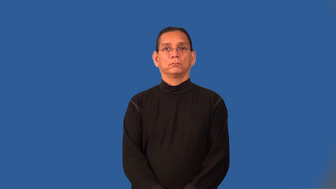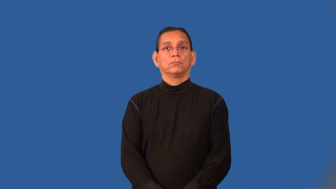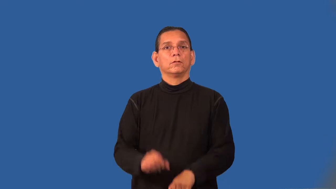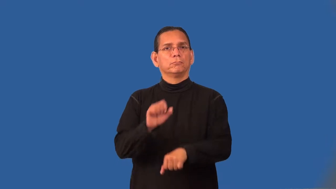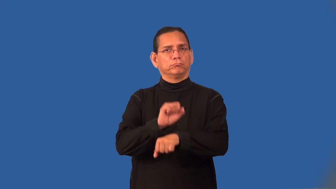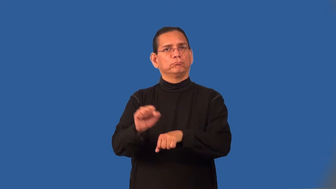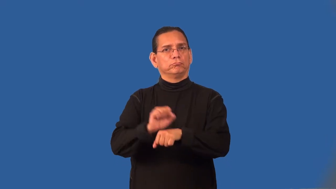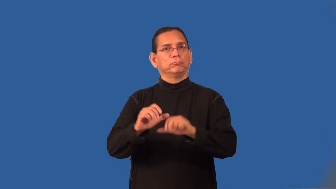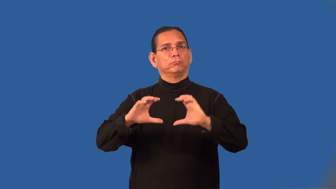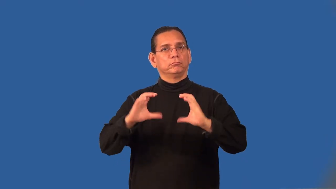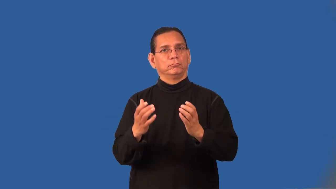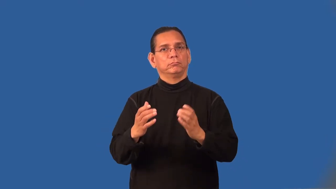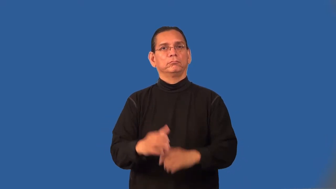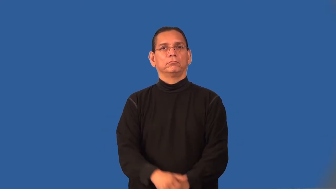proletariat